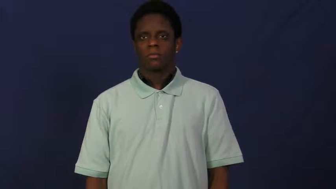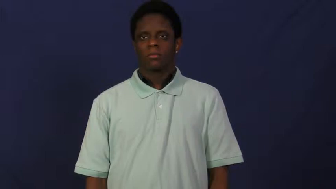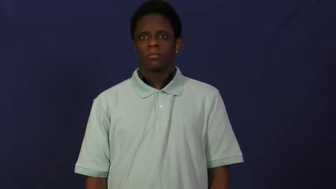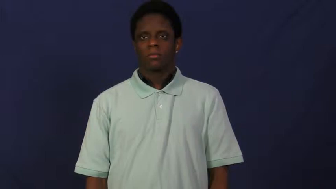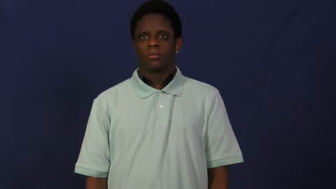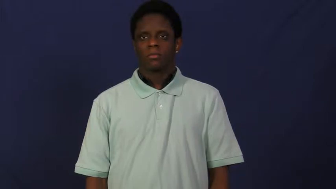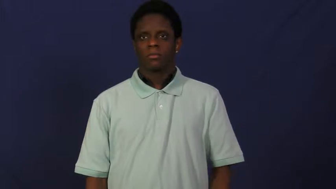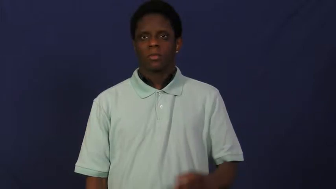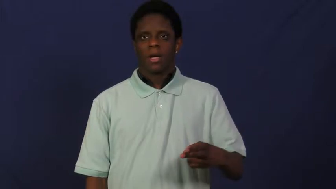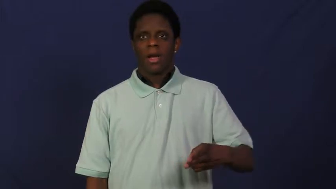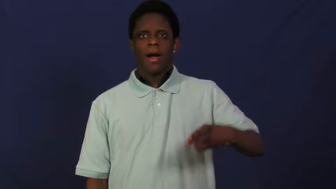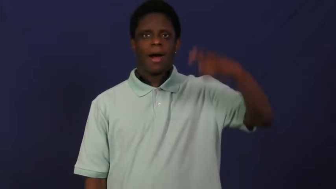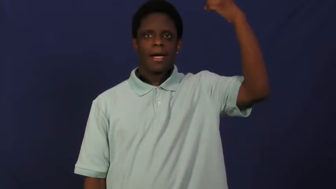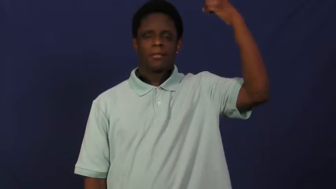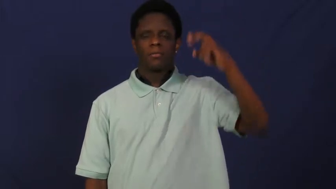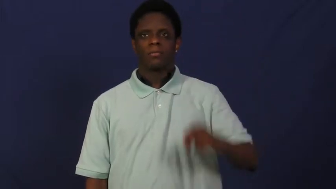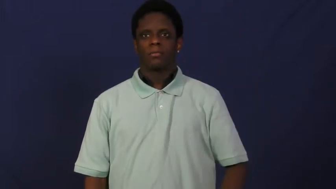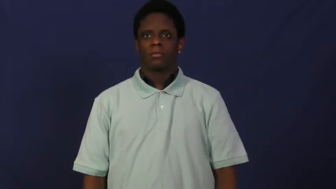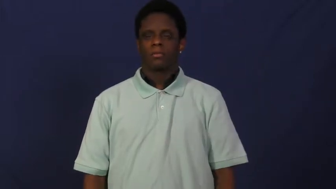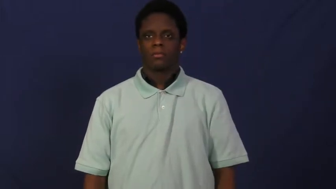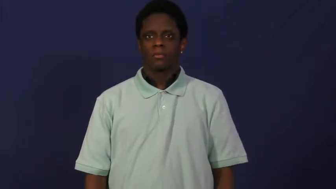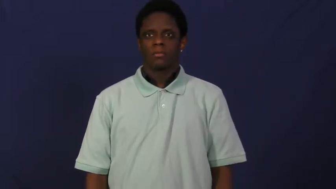high,lofty-up